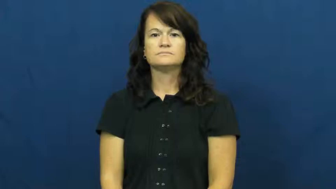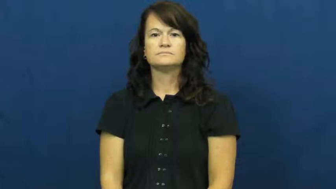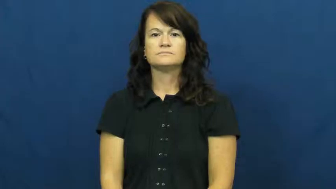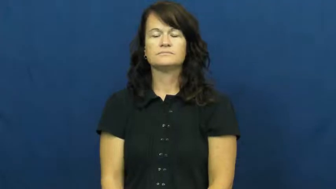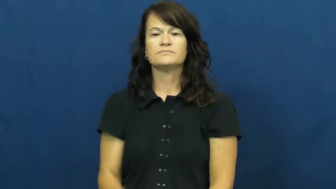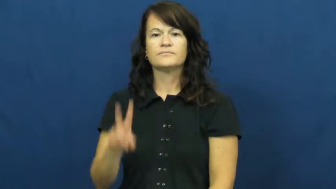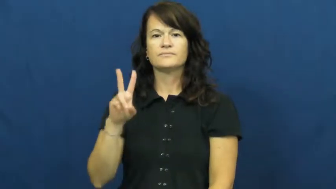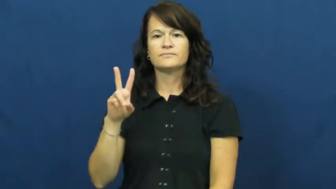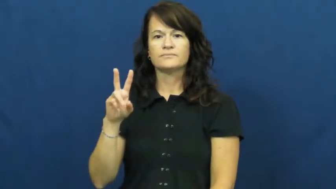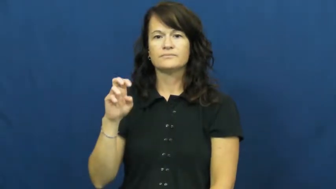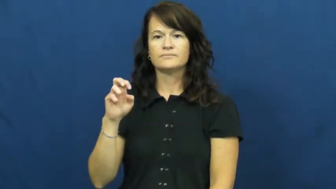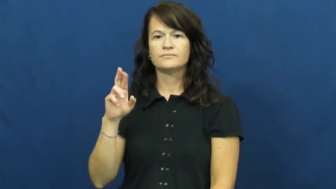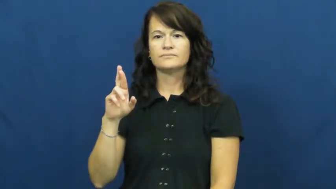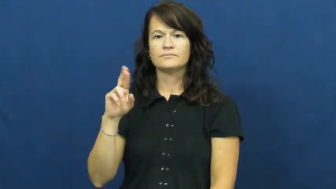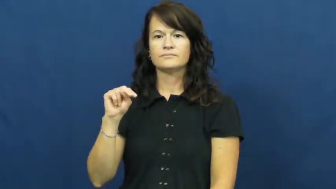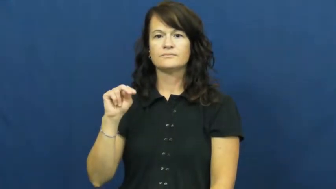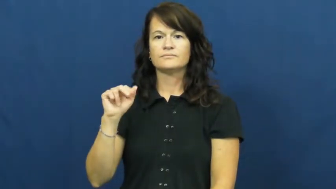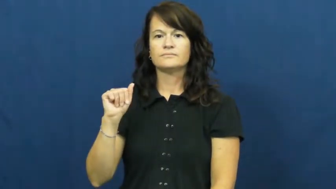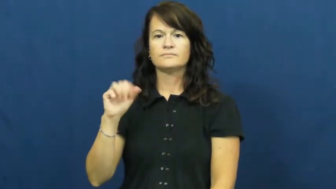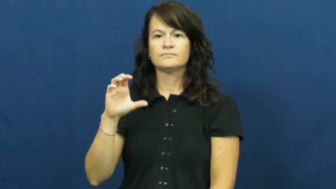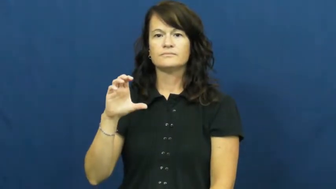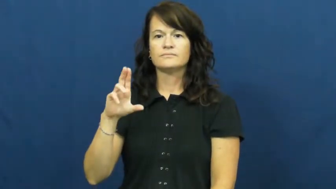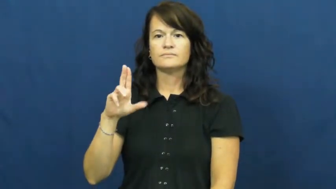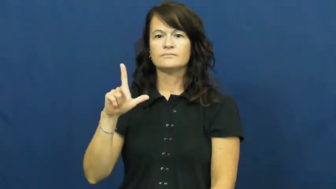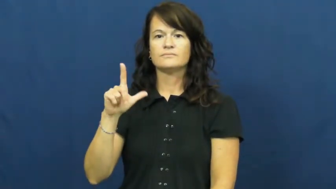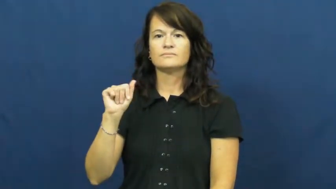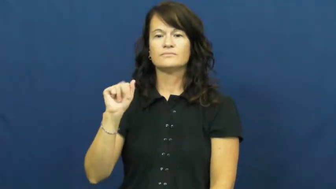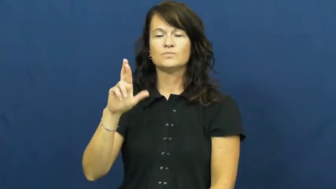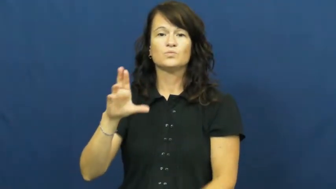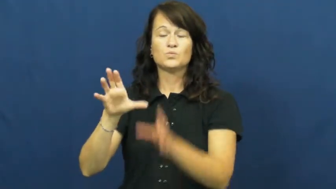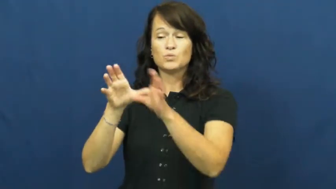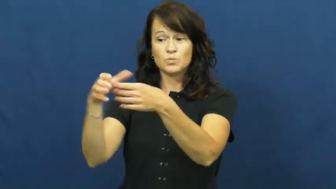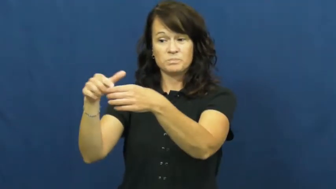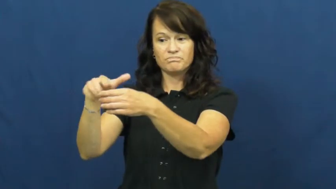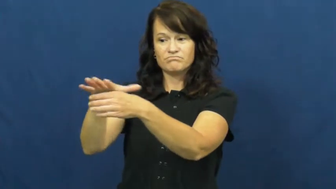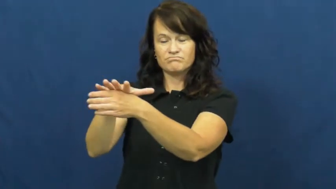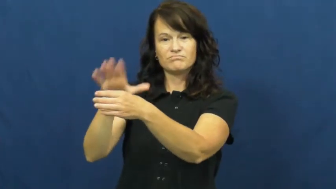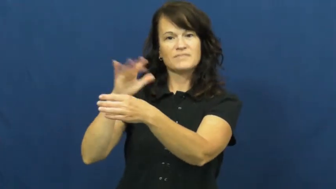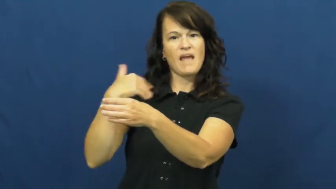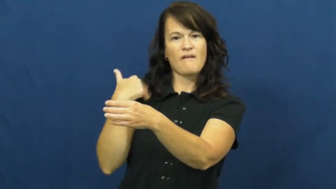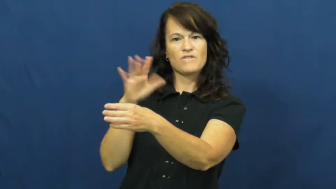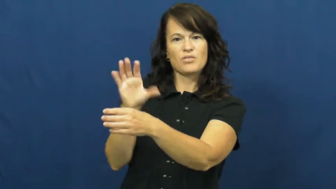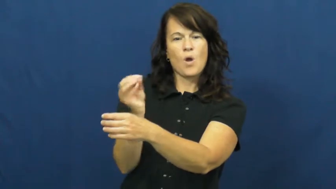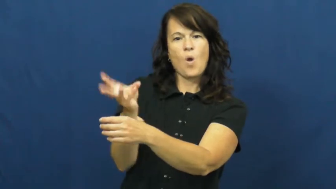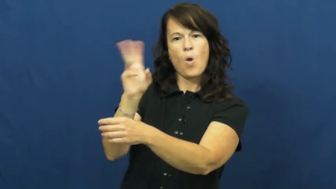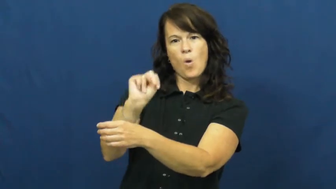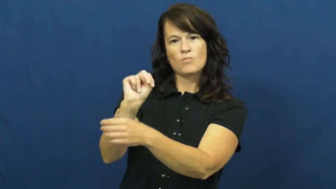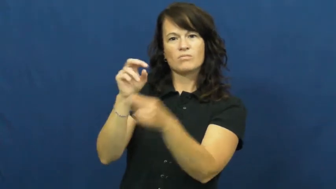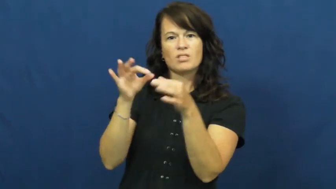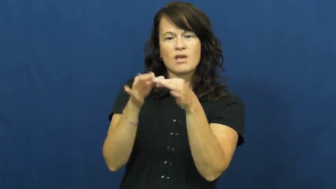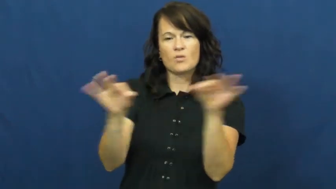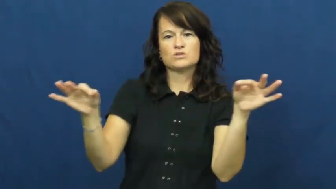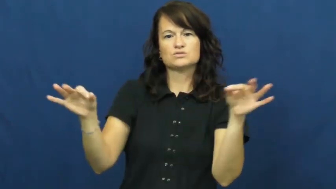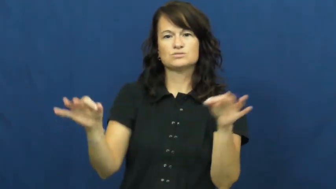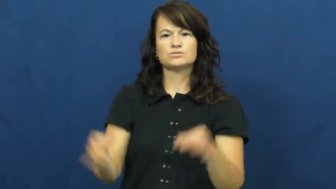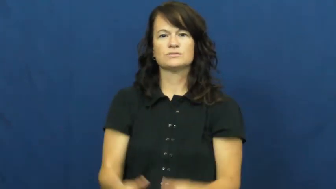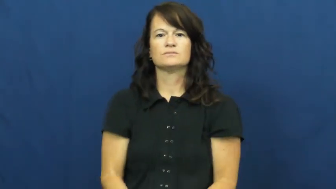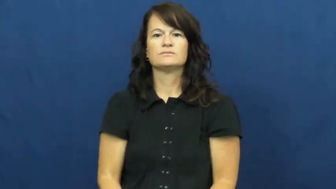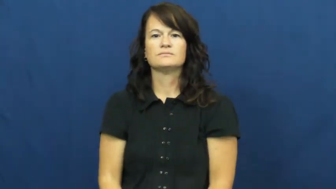vernacular